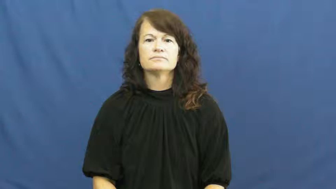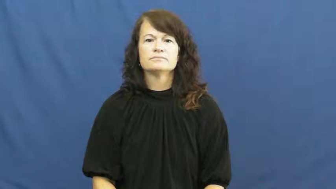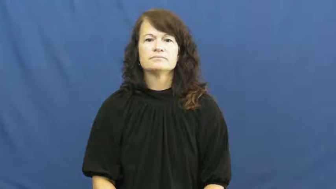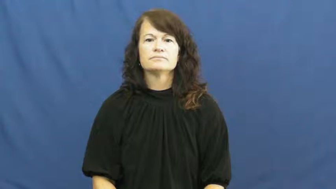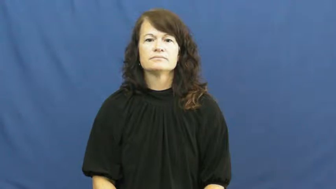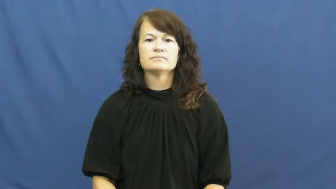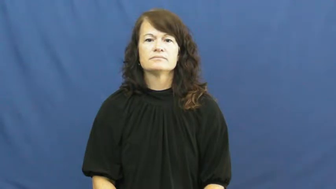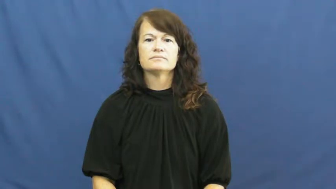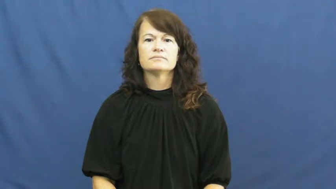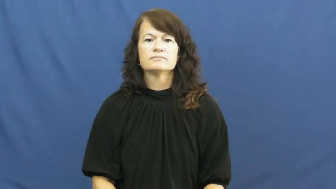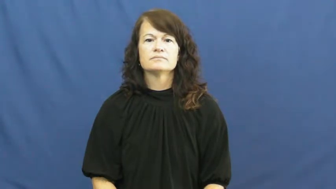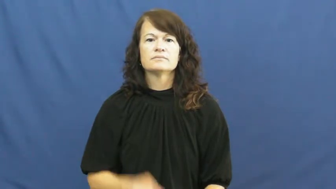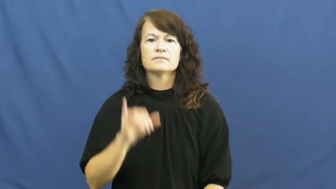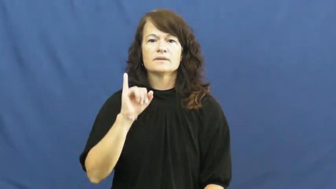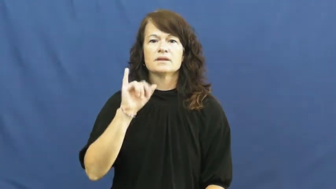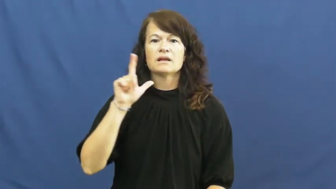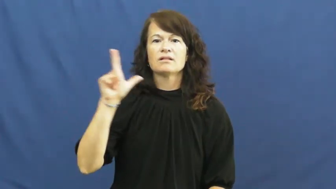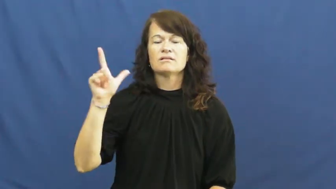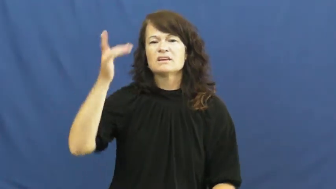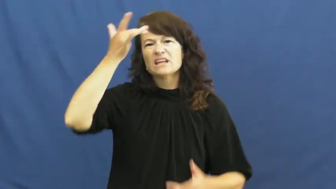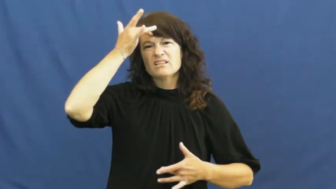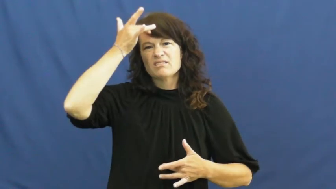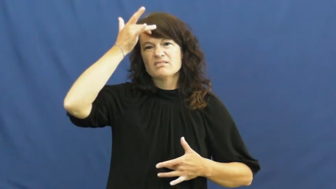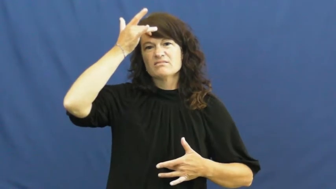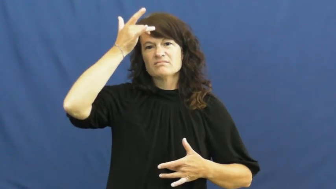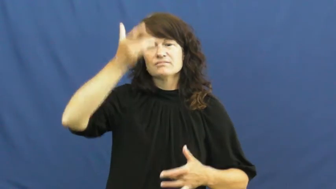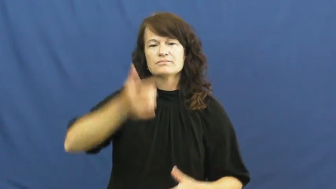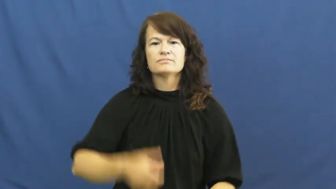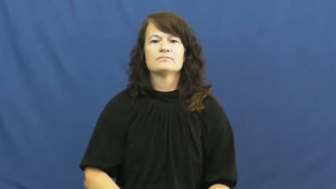ill